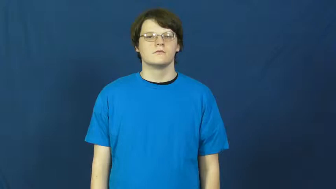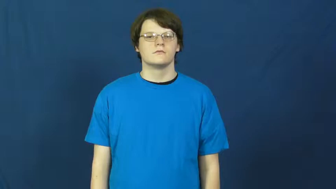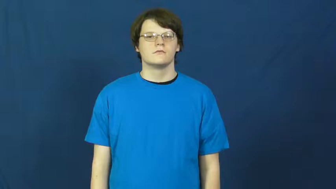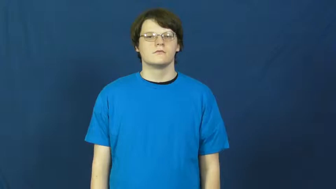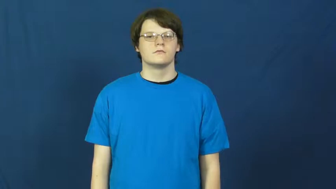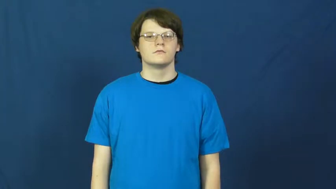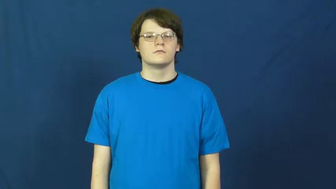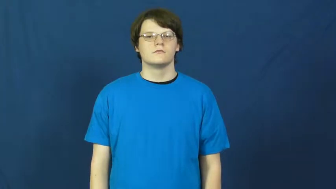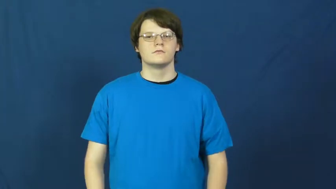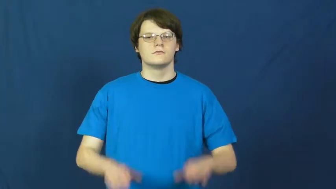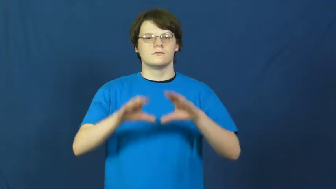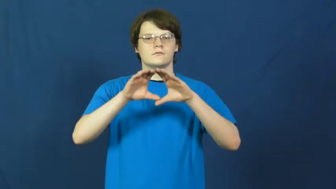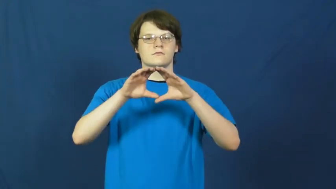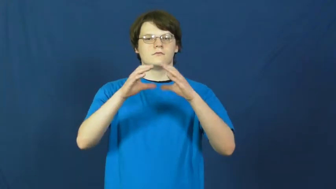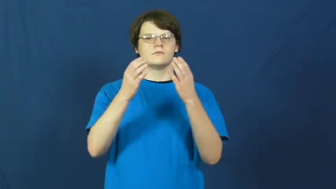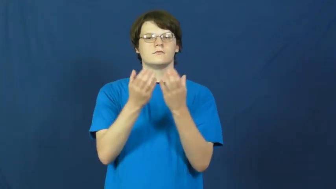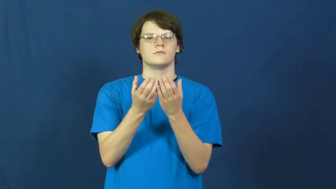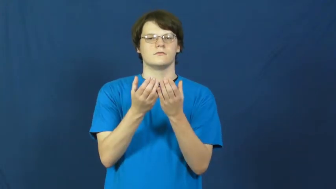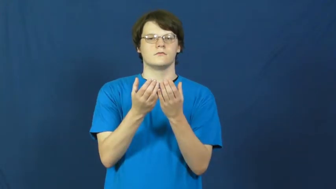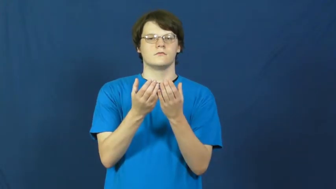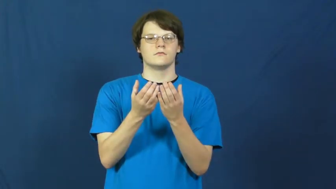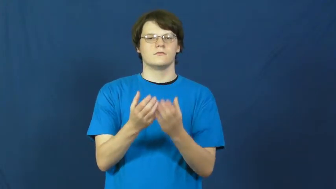pool-group